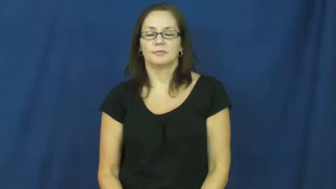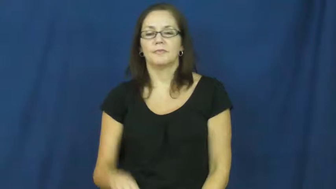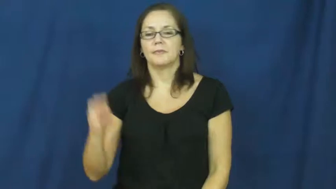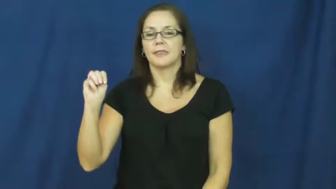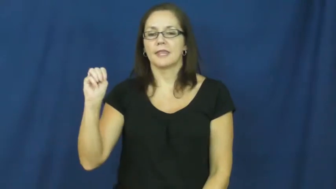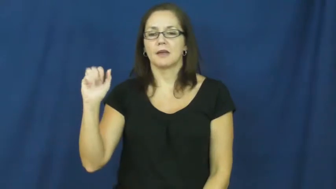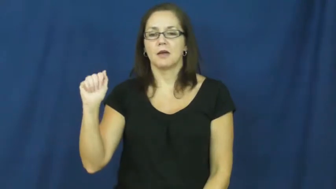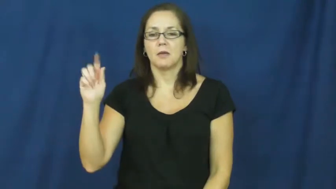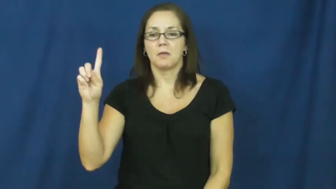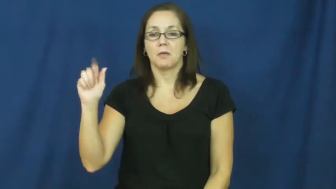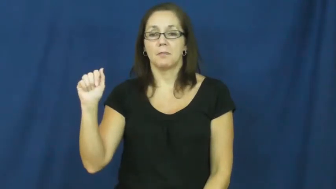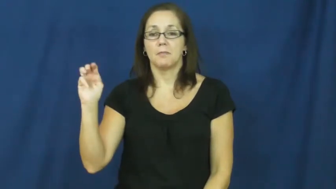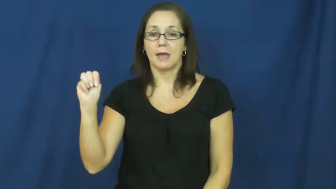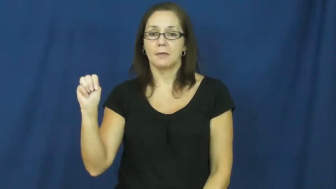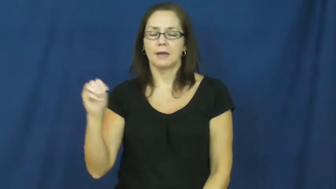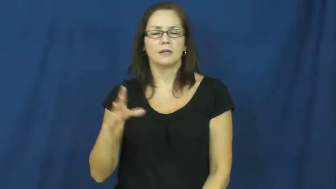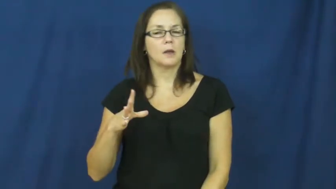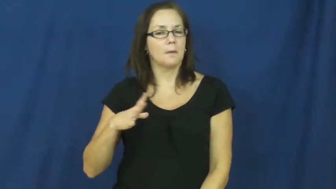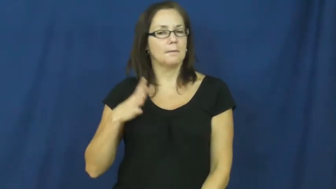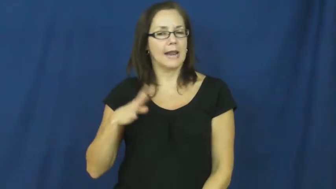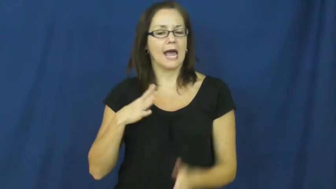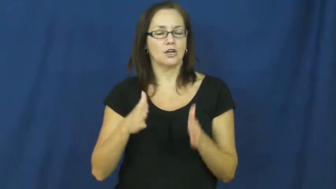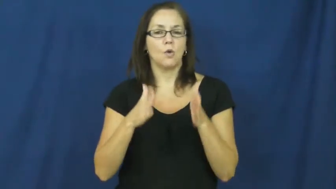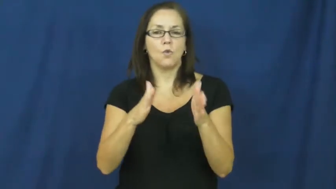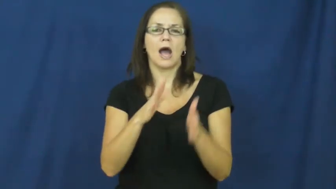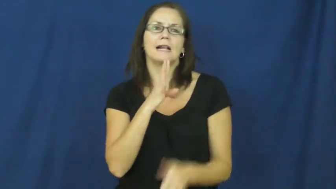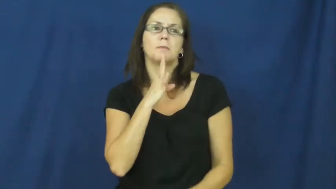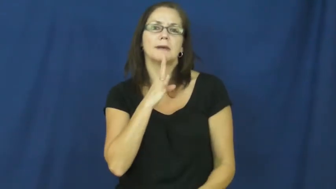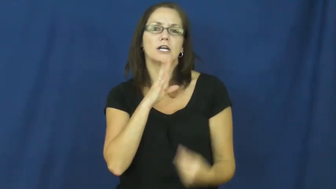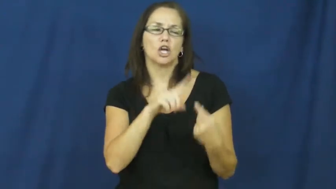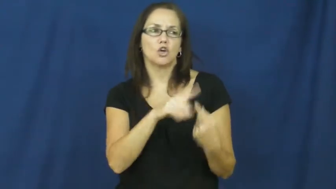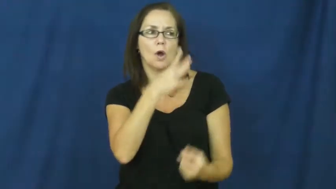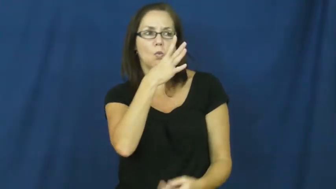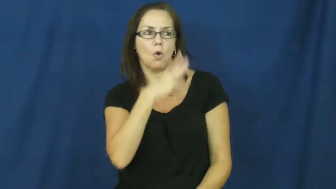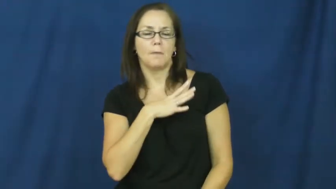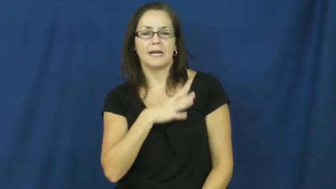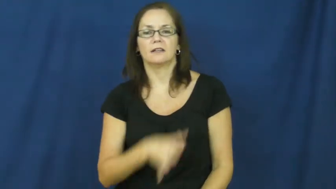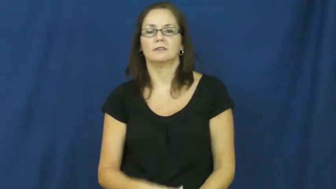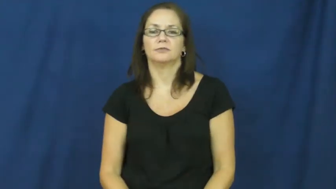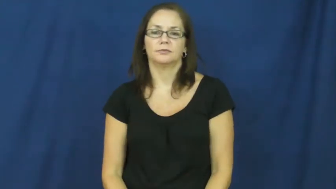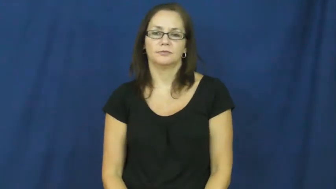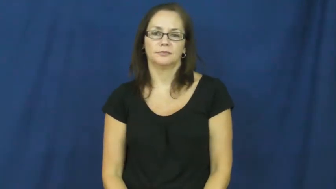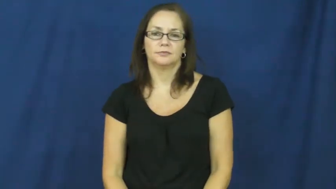madam-show respect